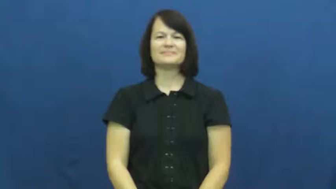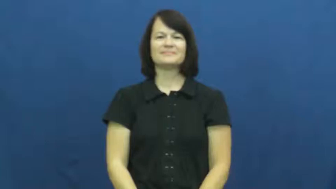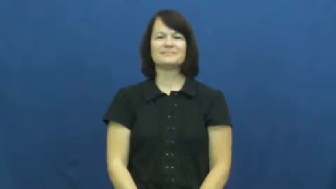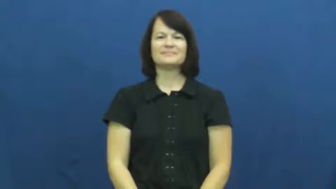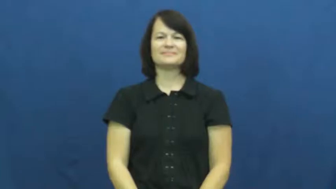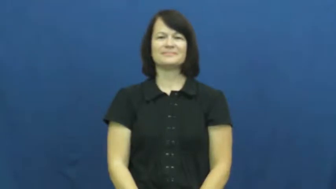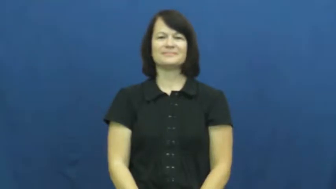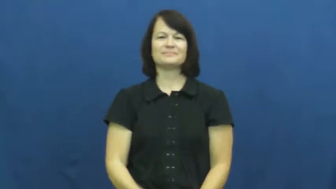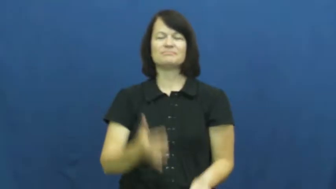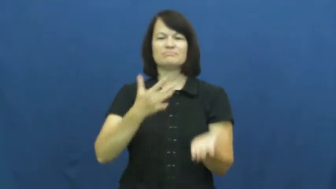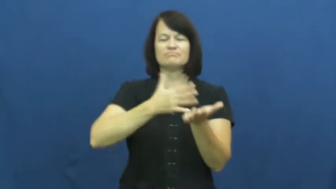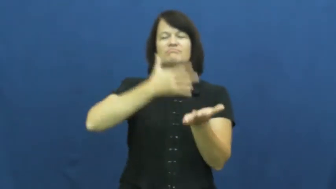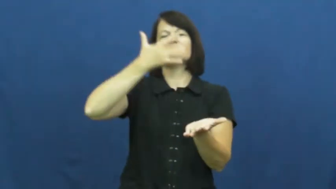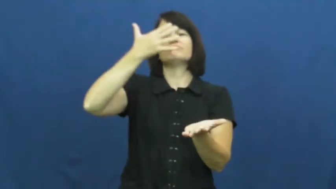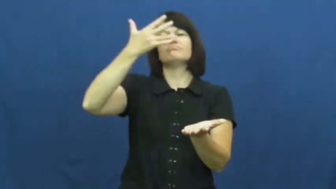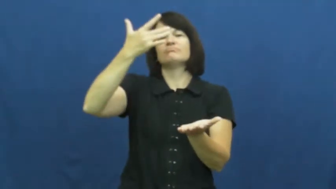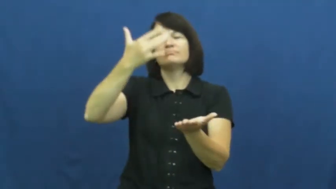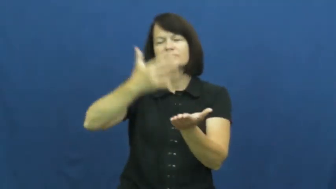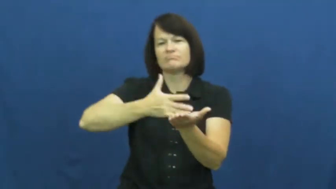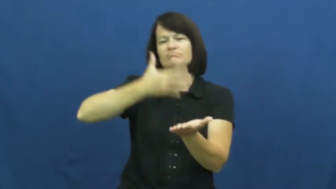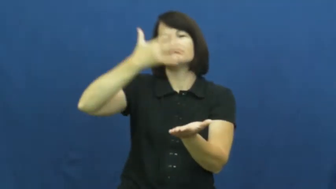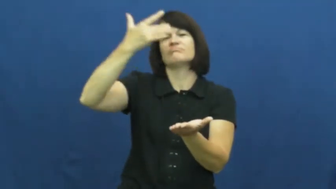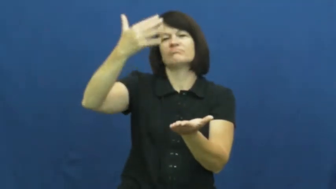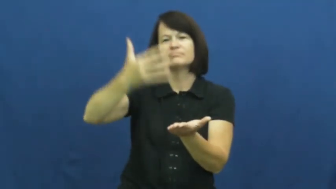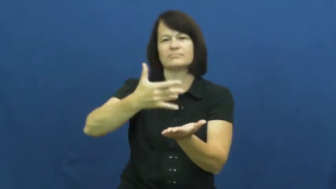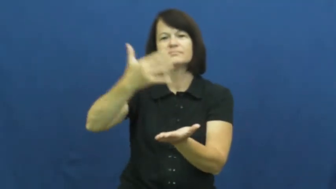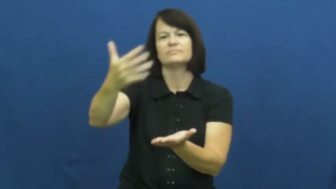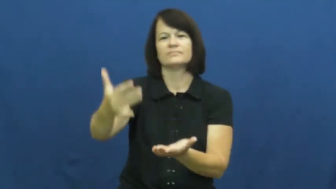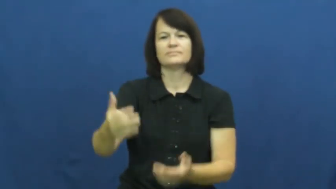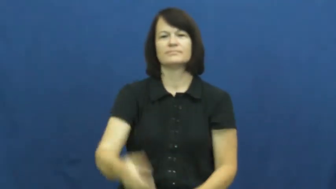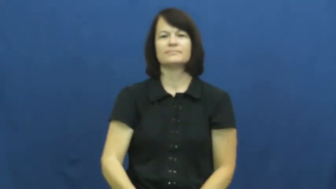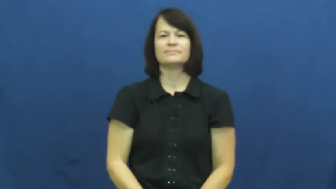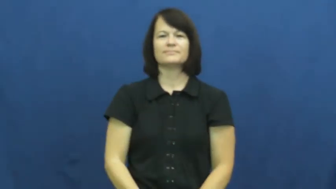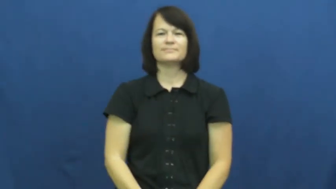seldom,ever